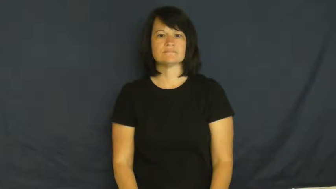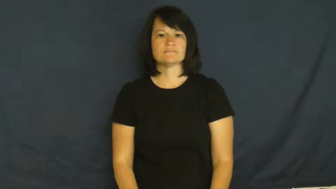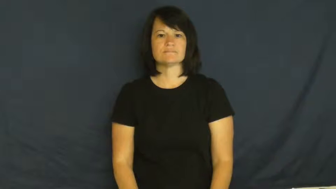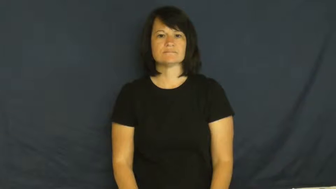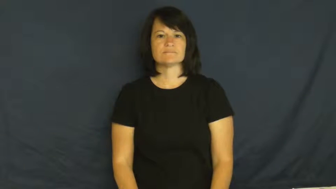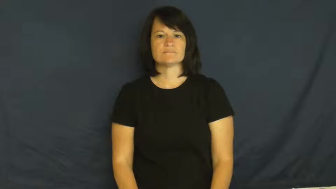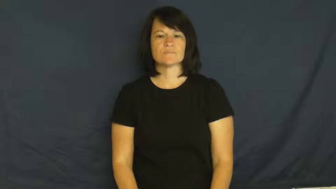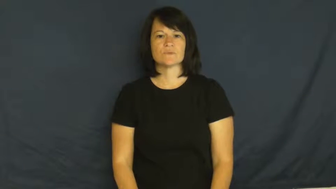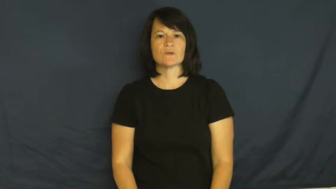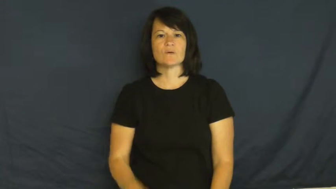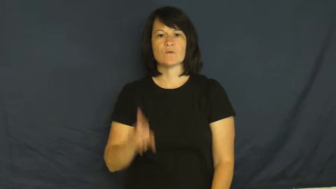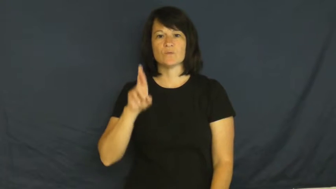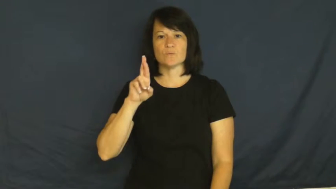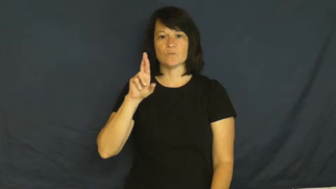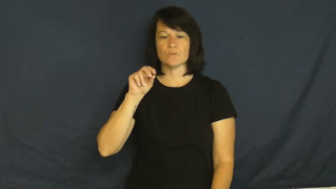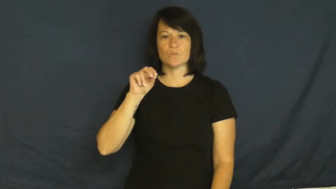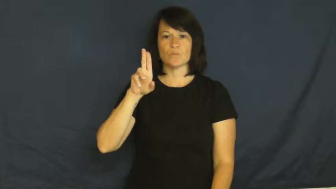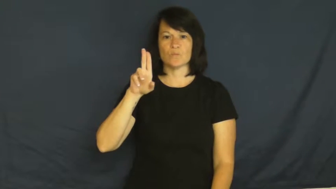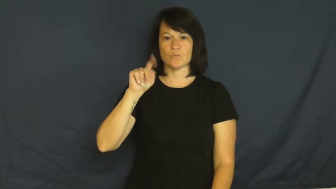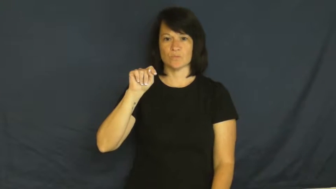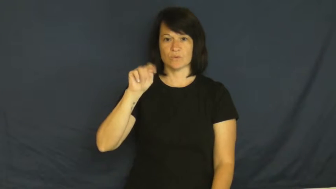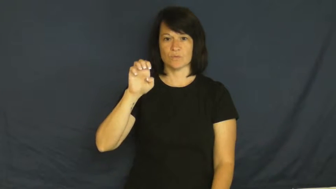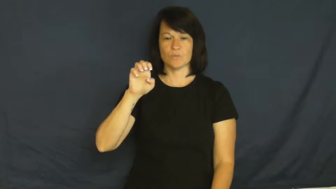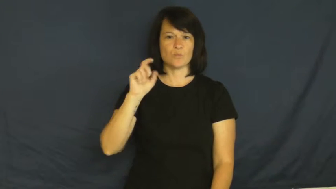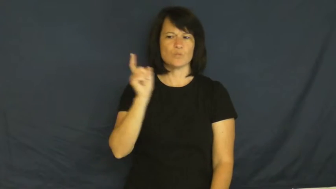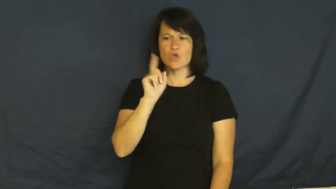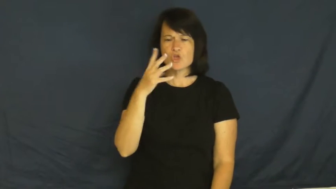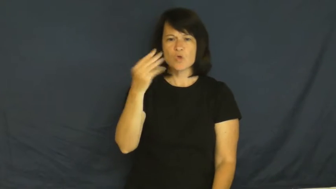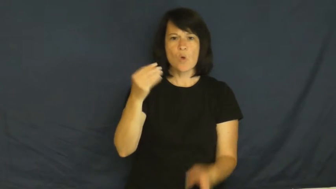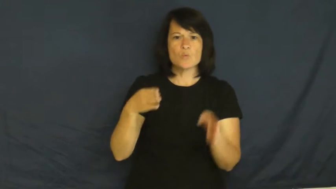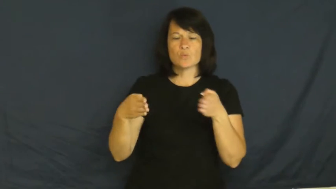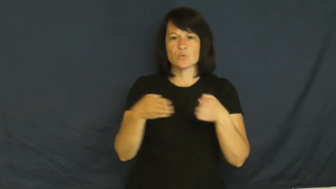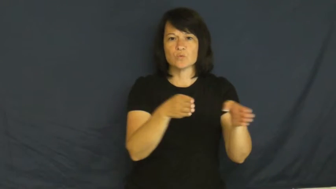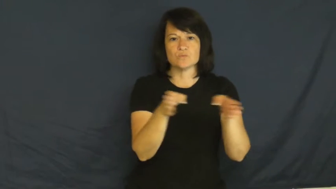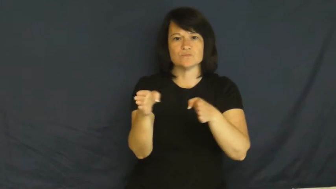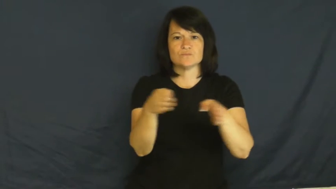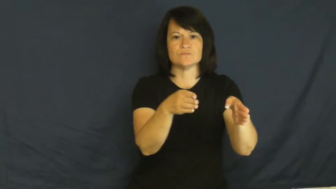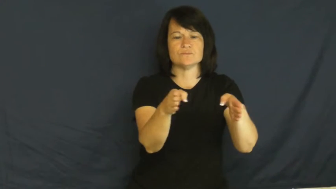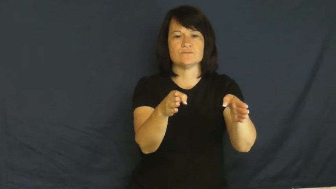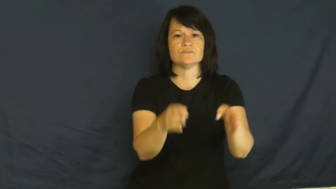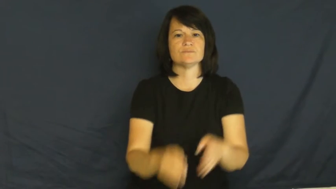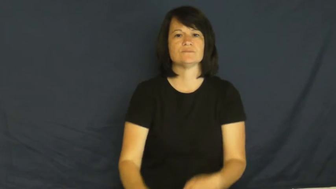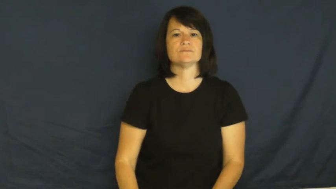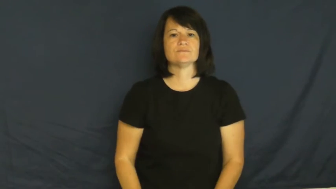route-road